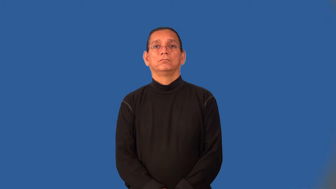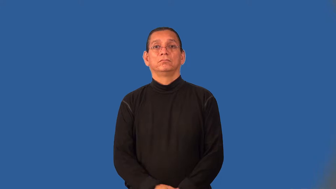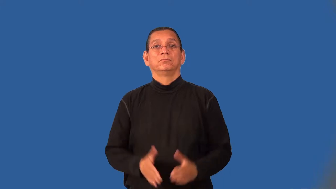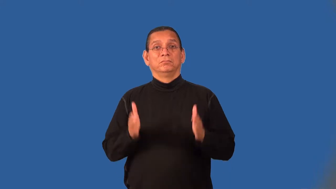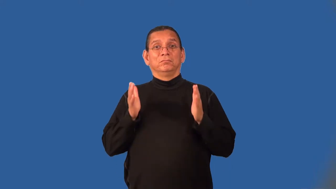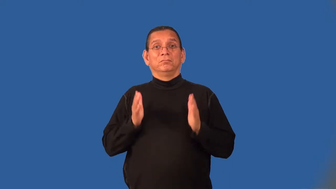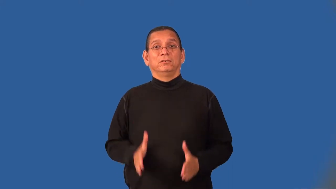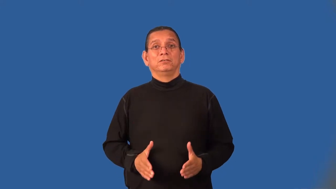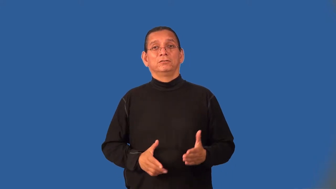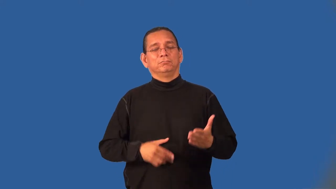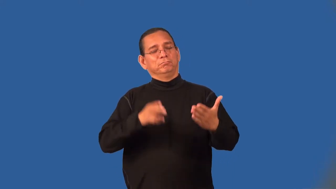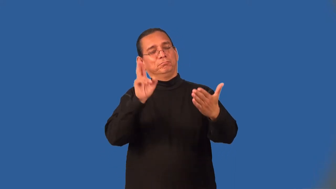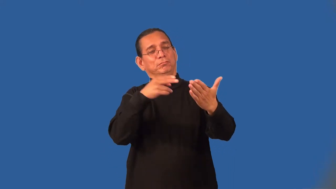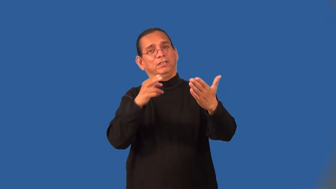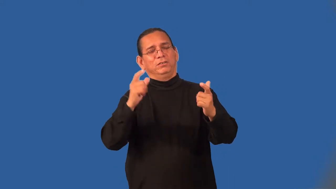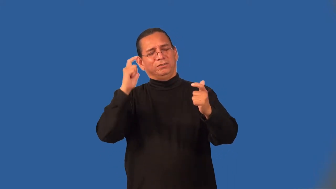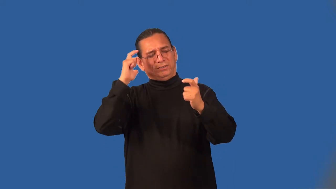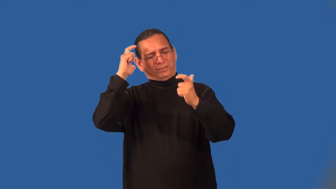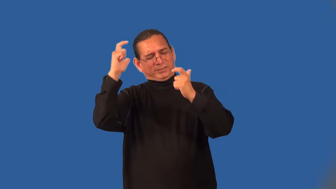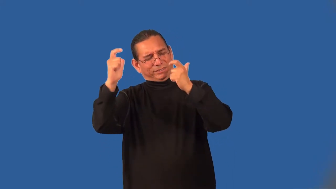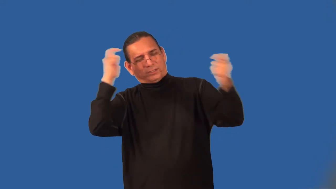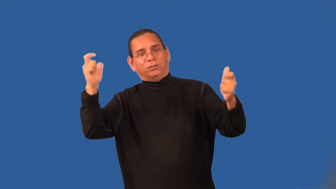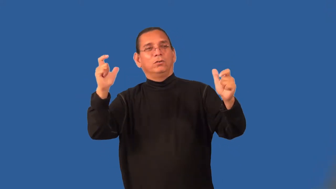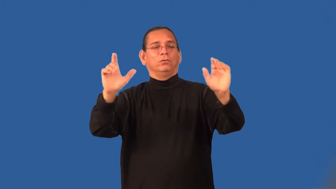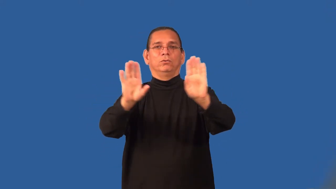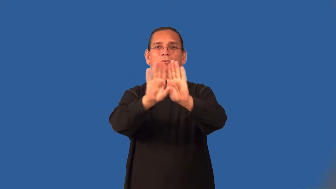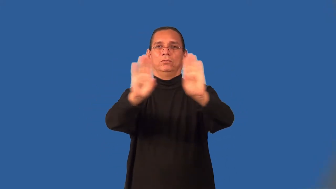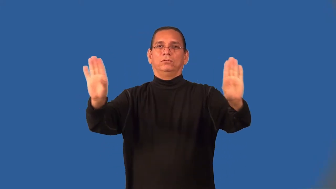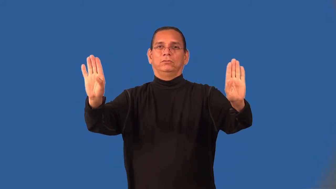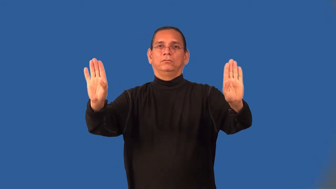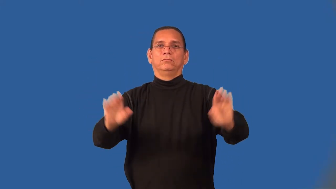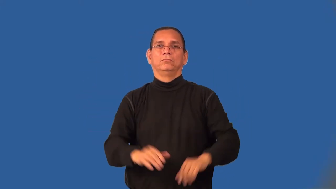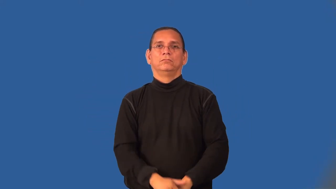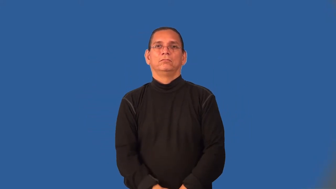muralist